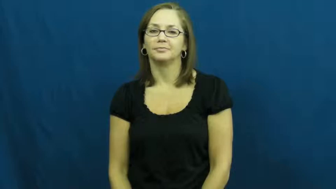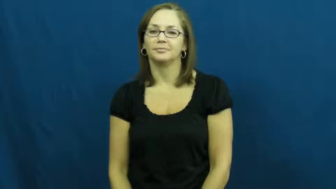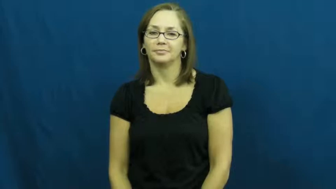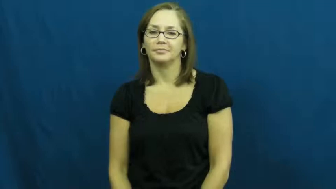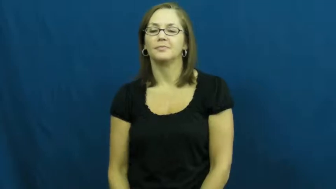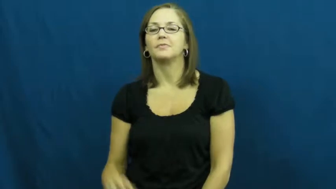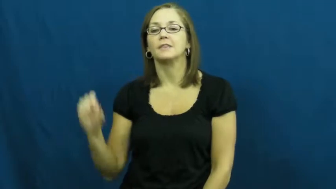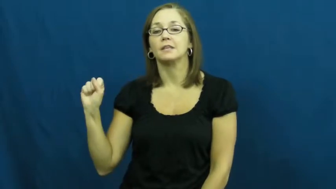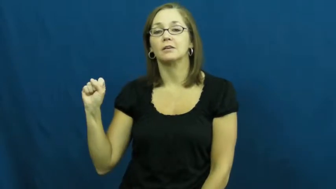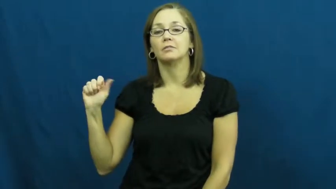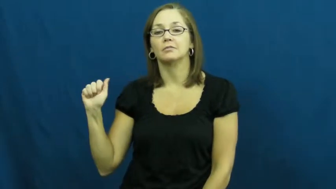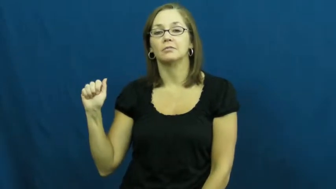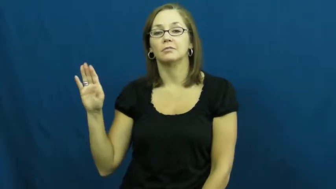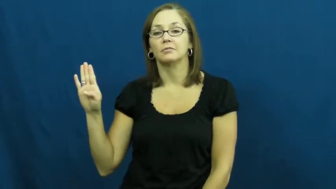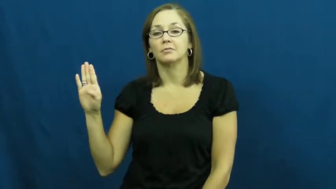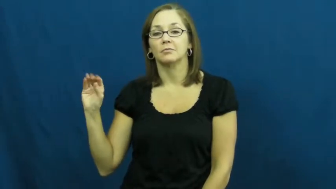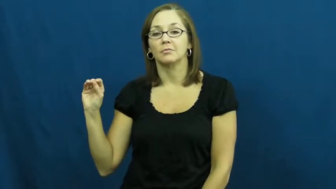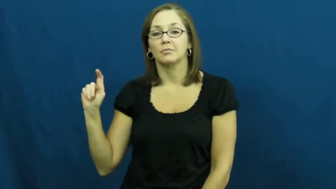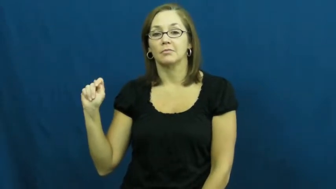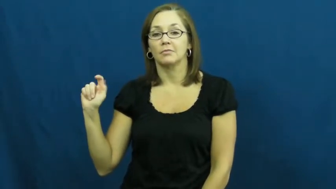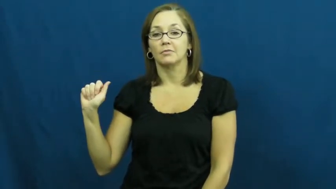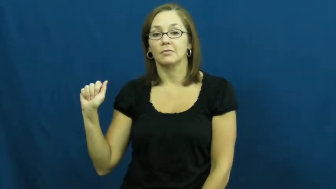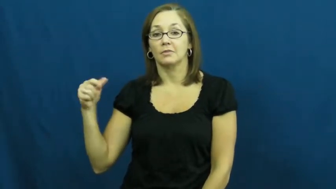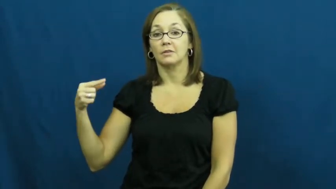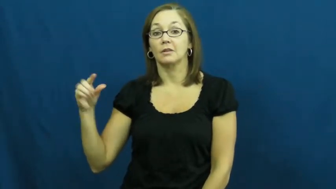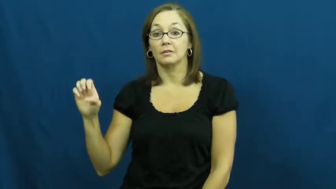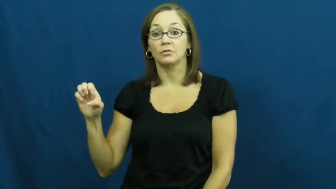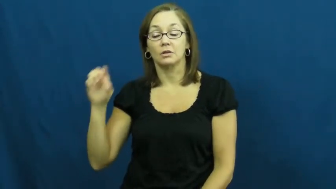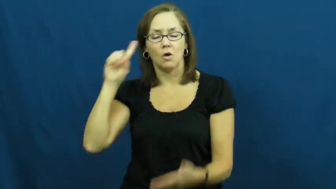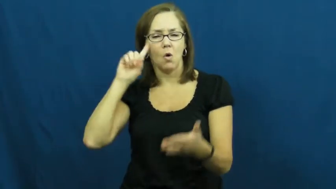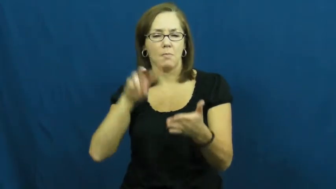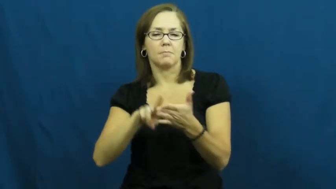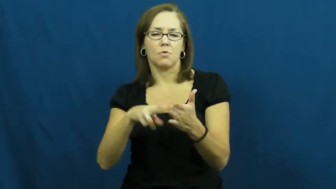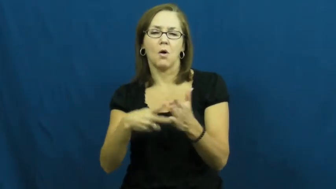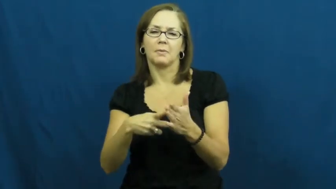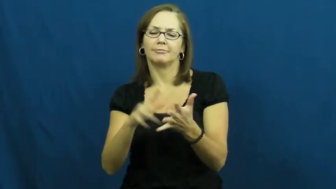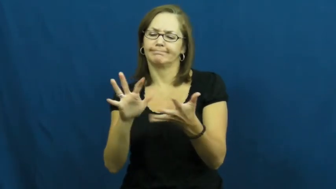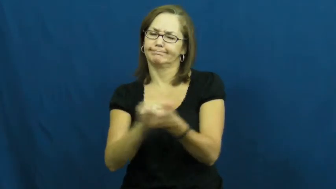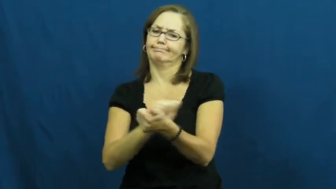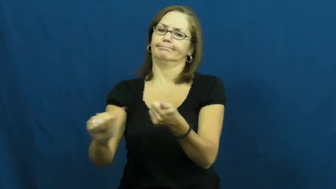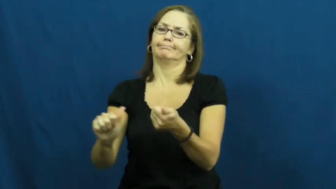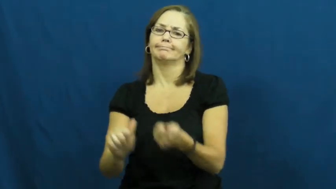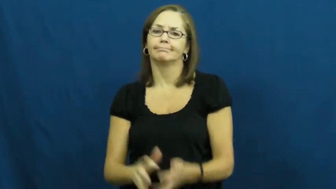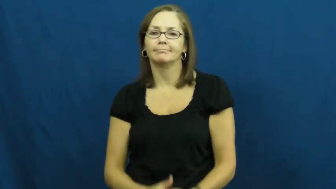sabatoge